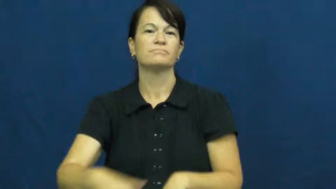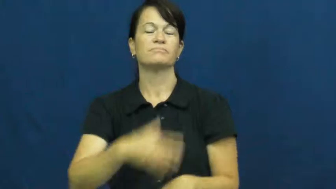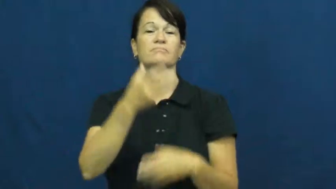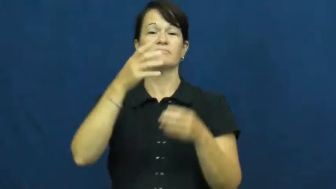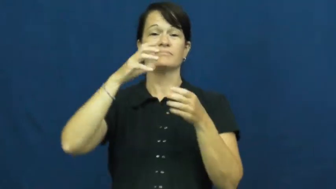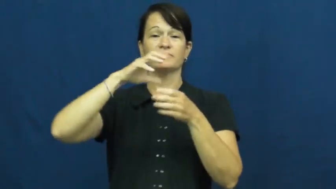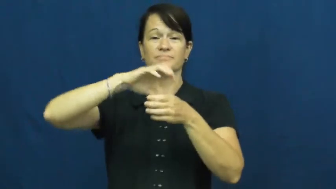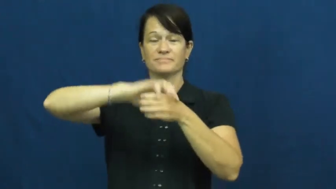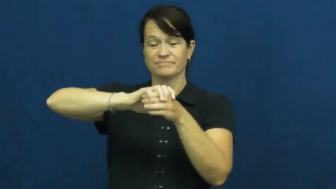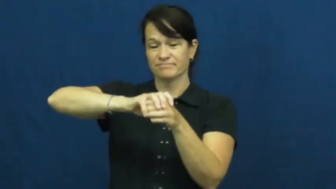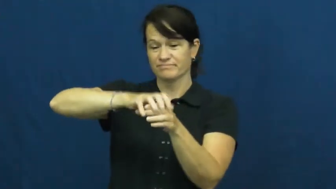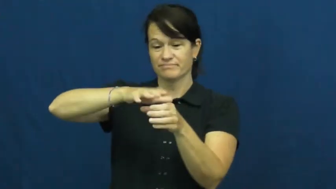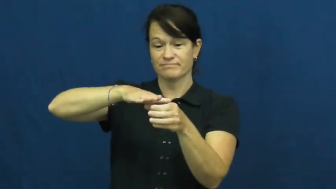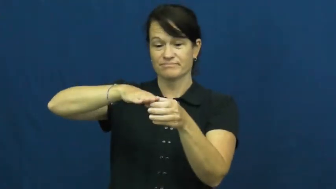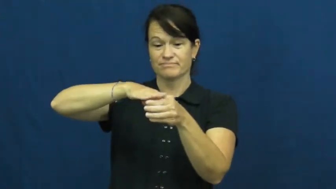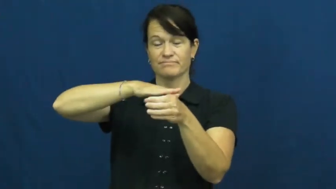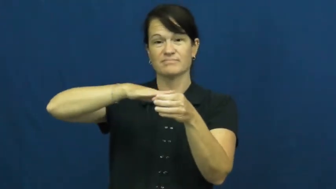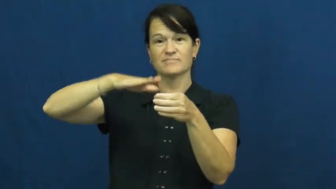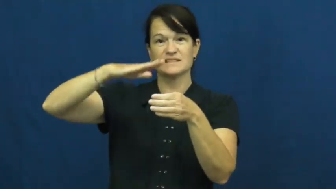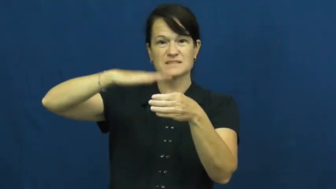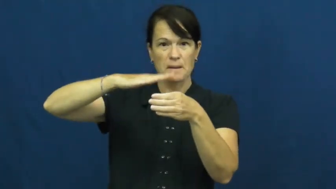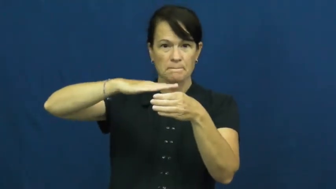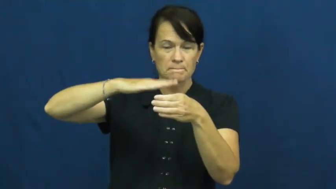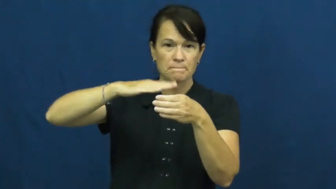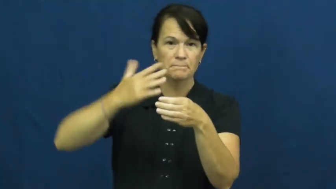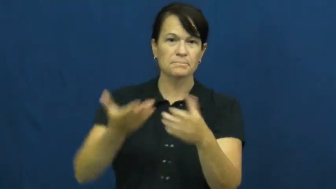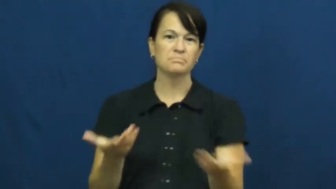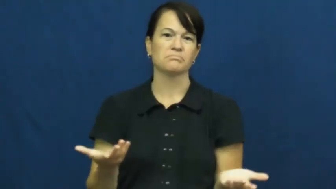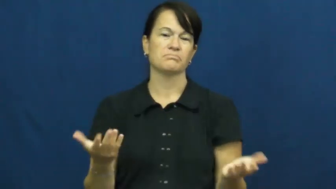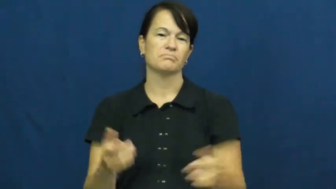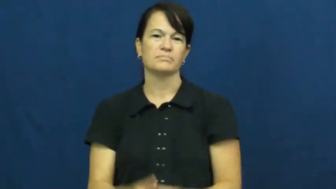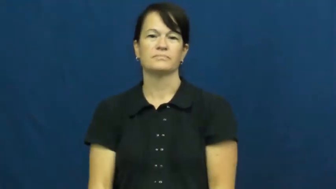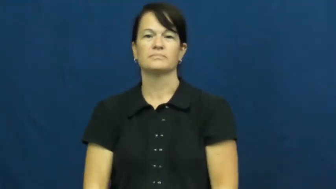top-jar